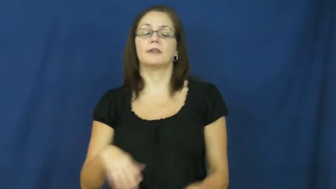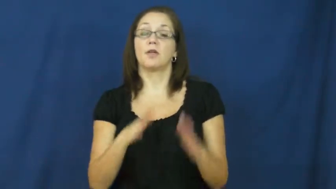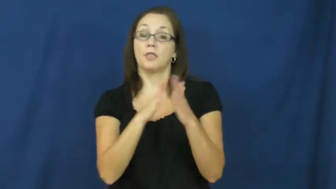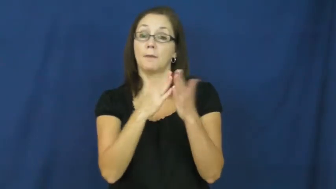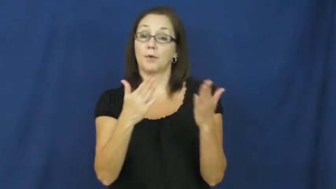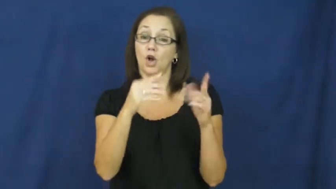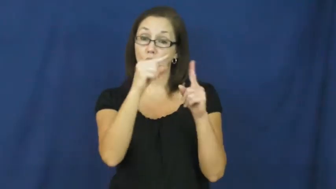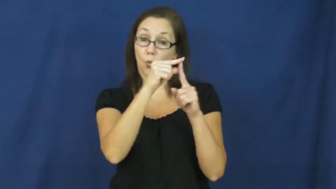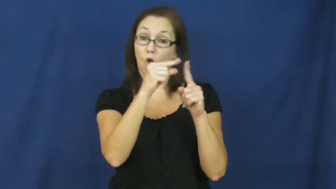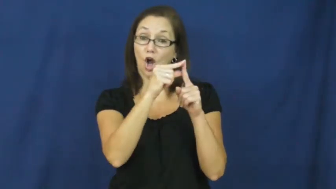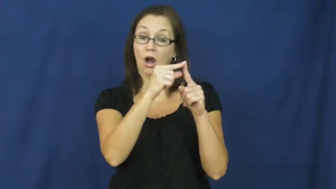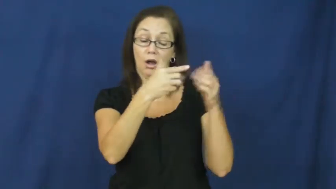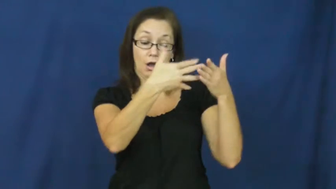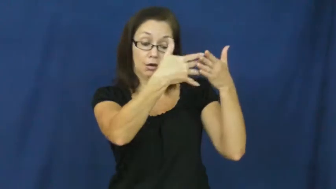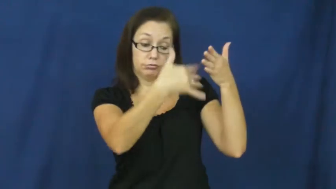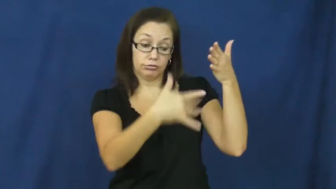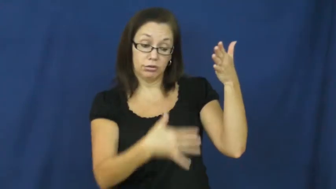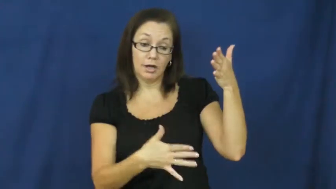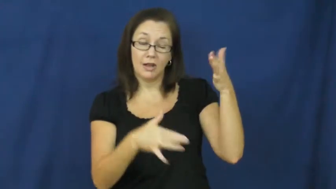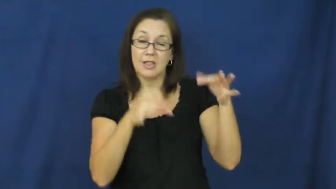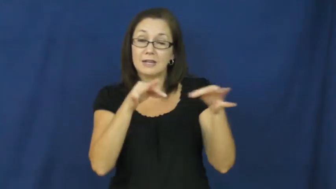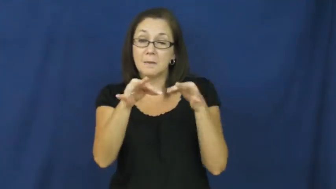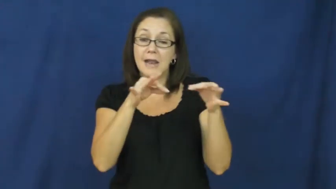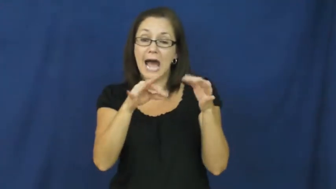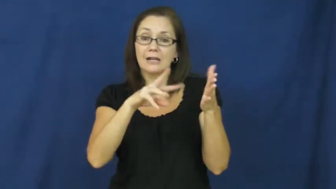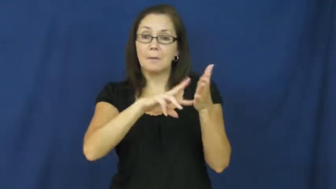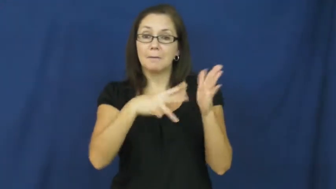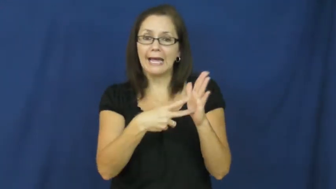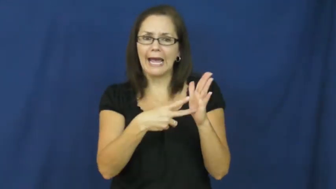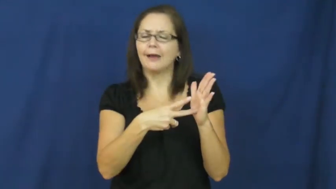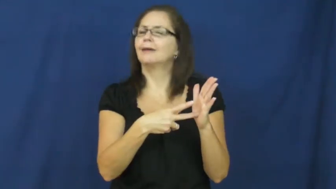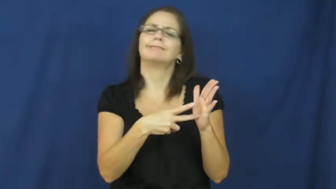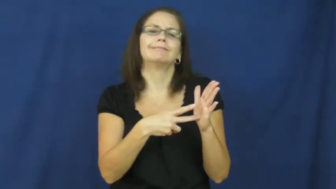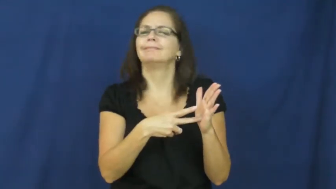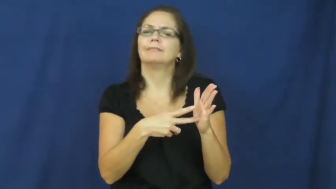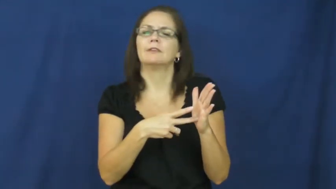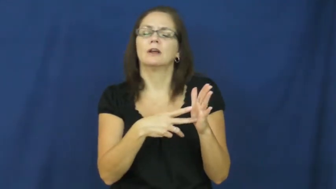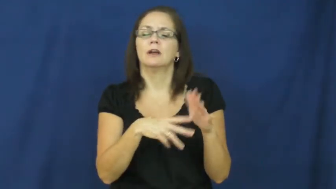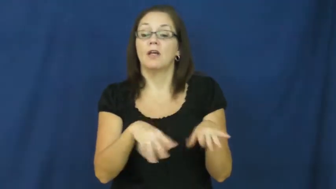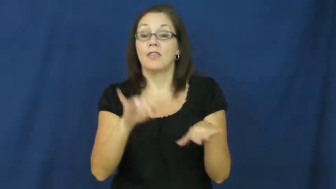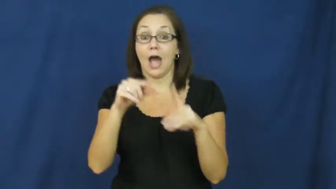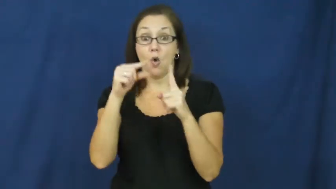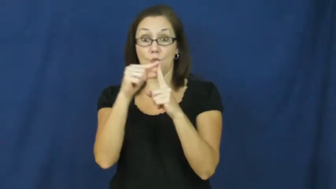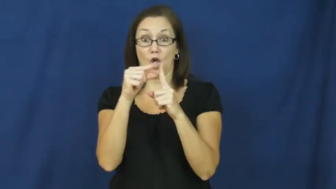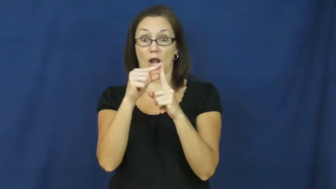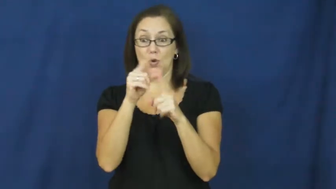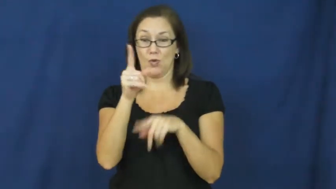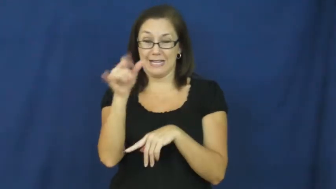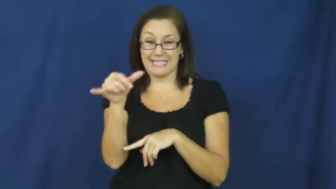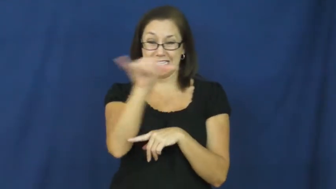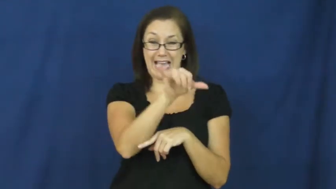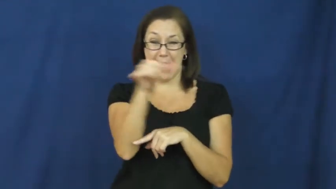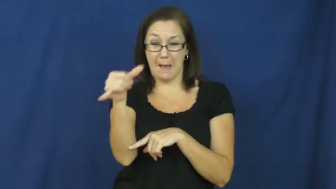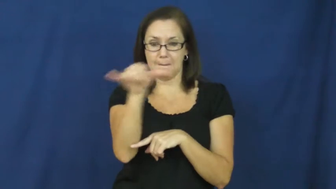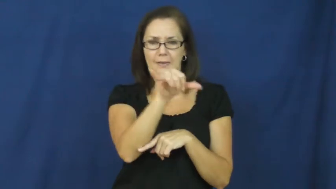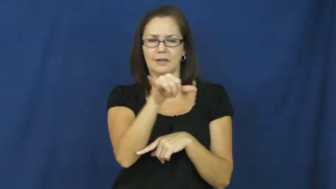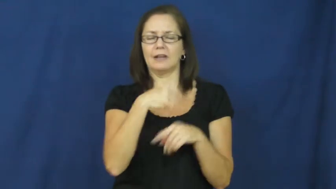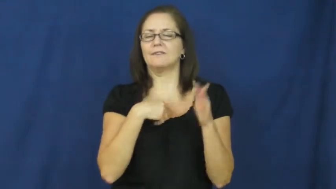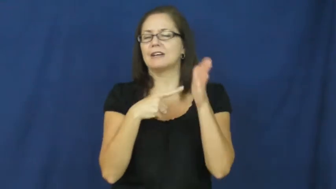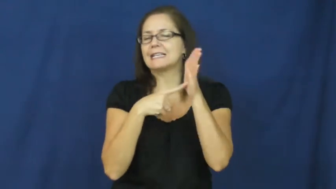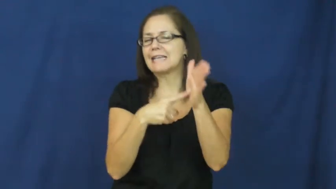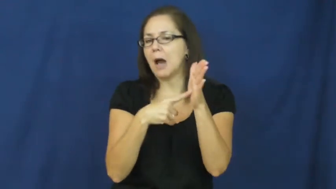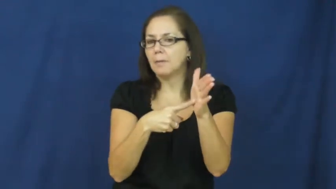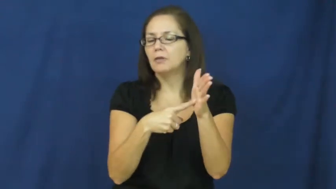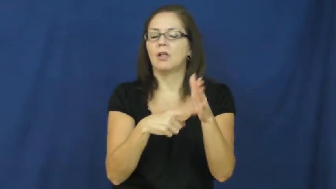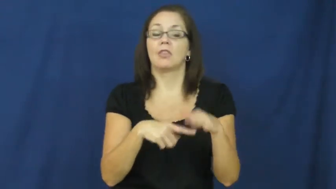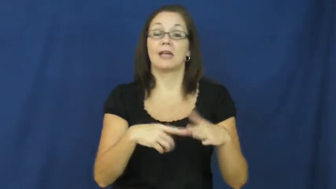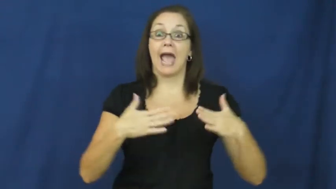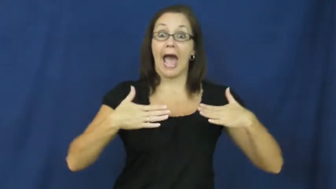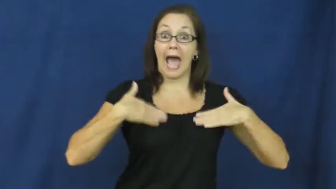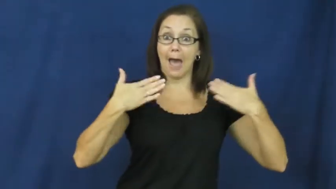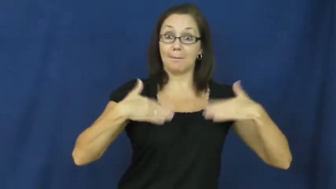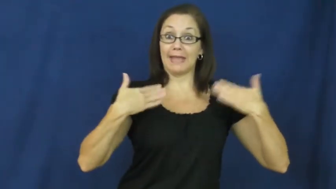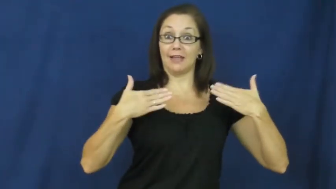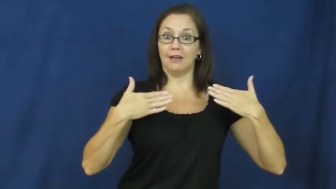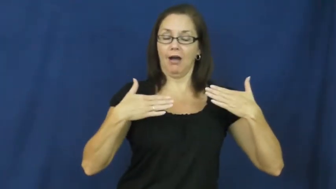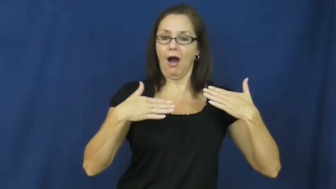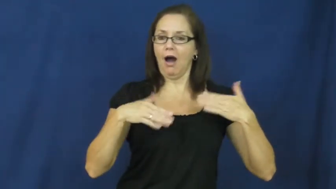thesaurus